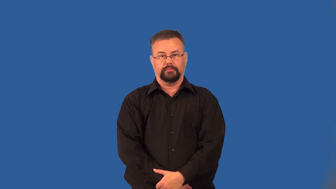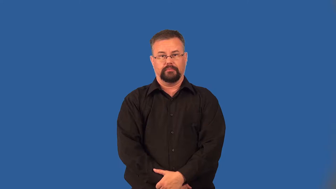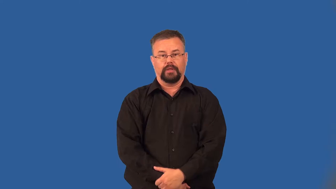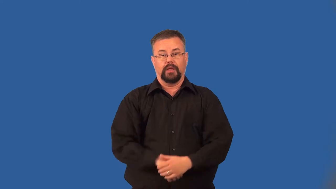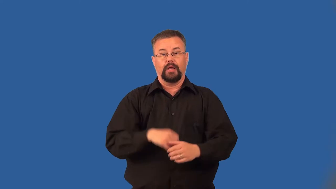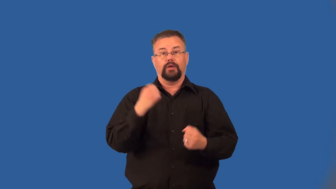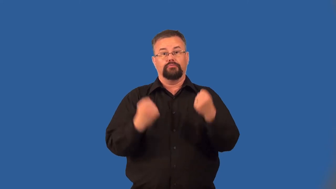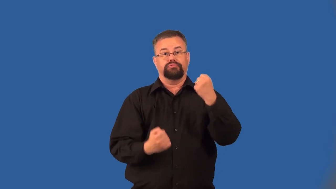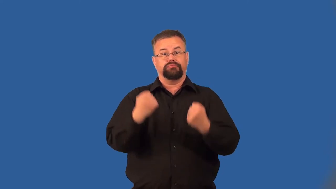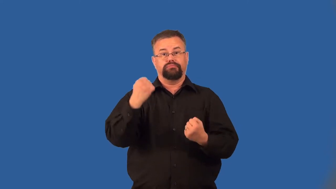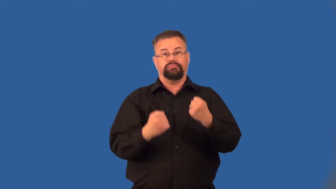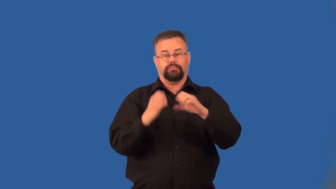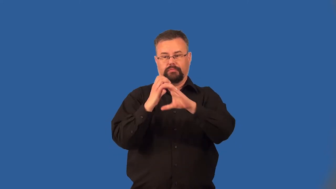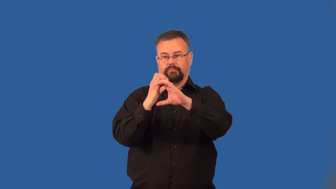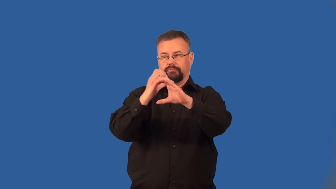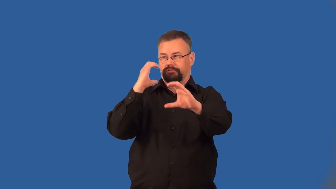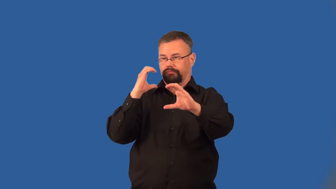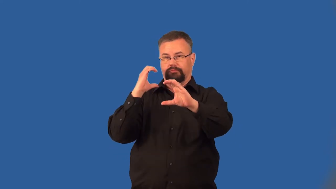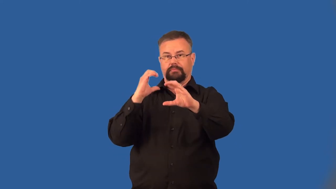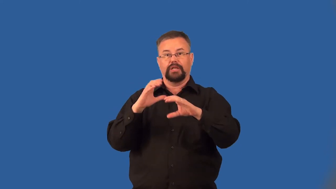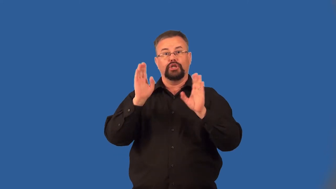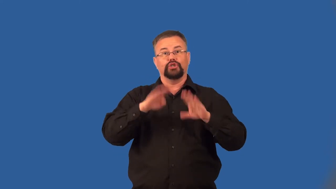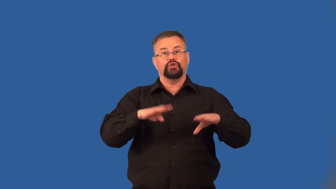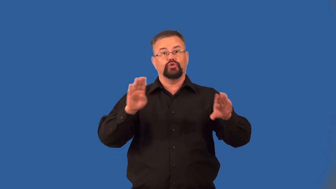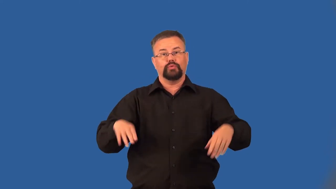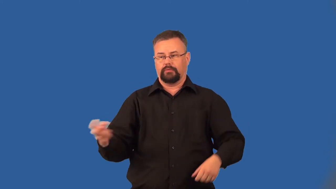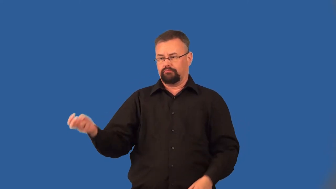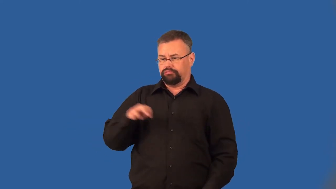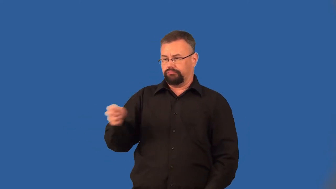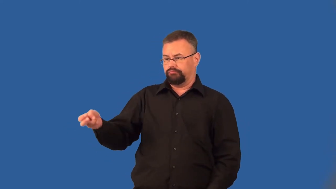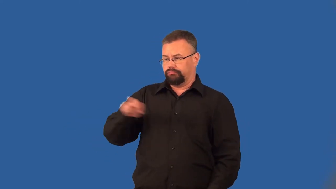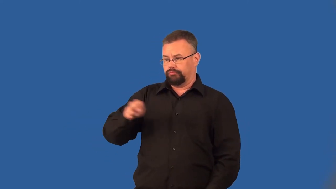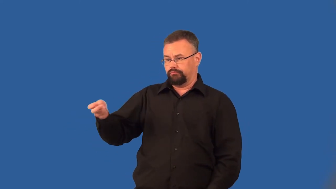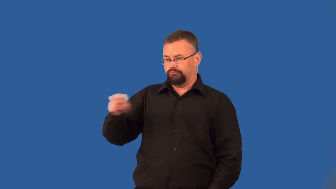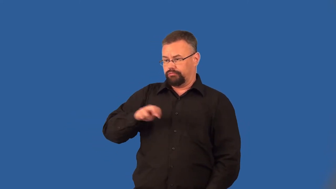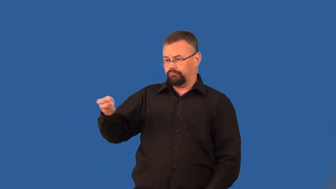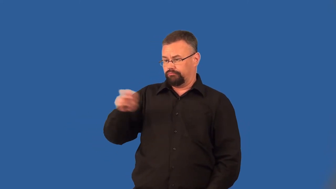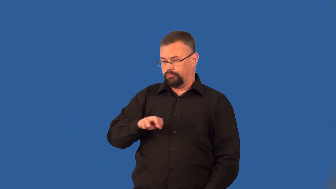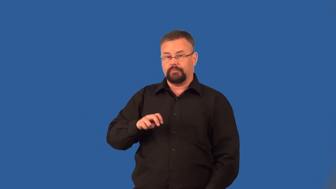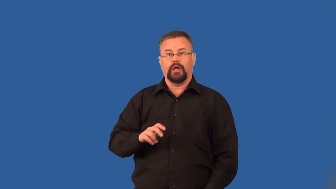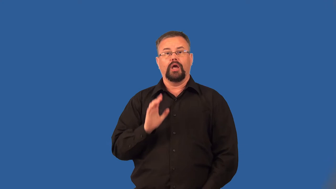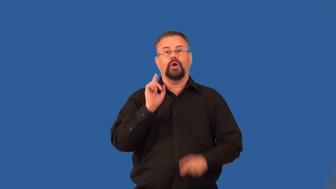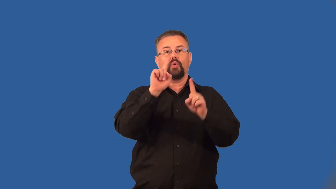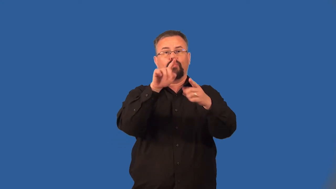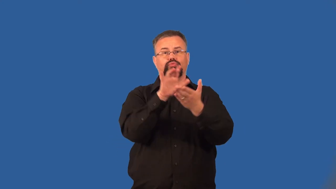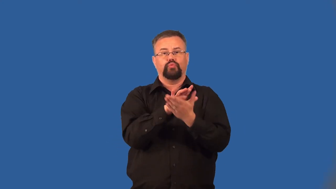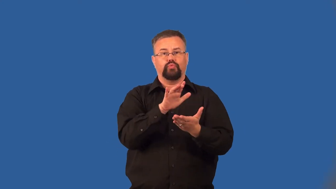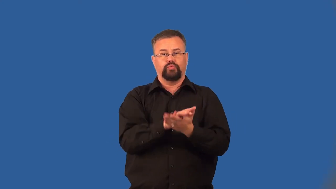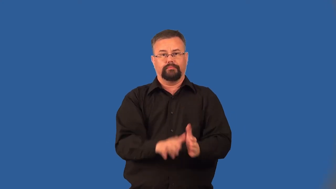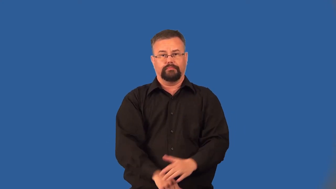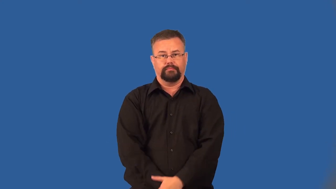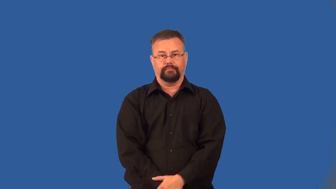bus-verb